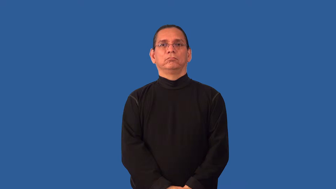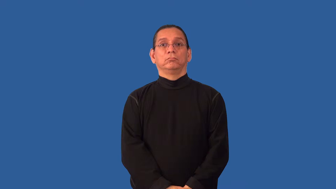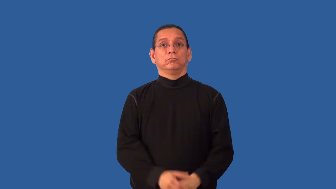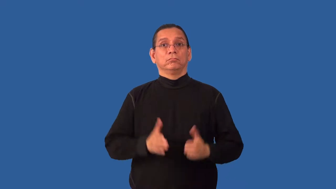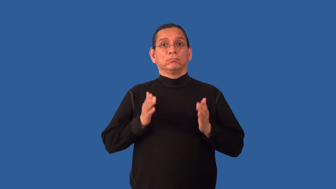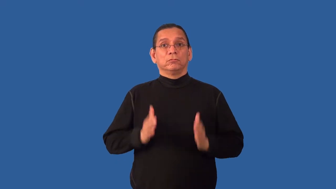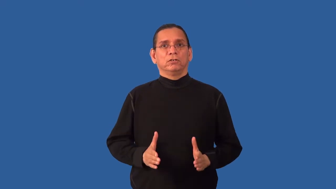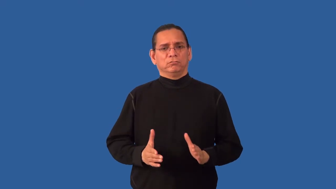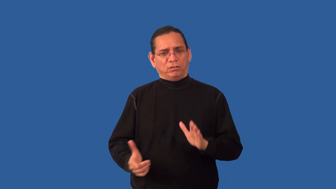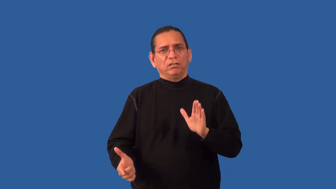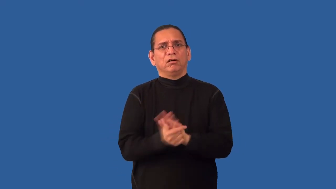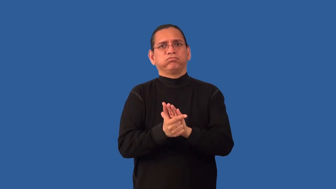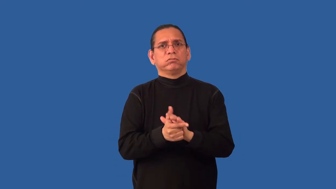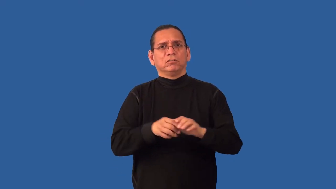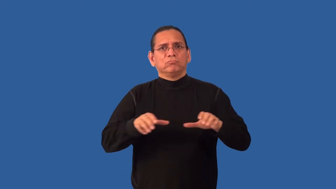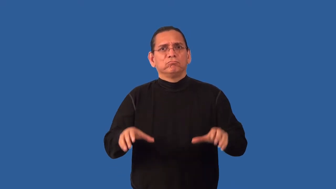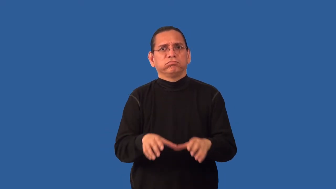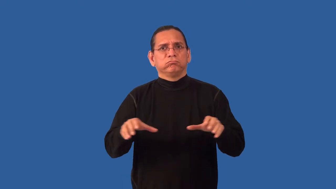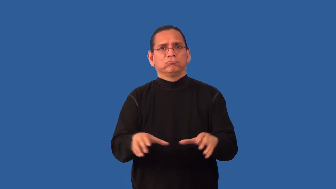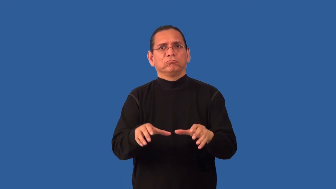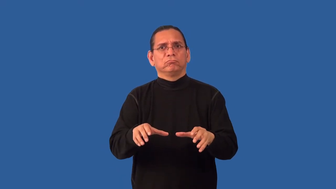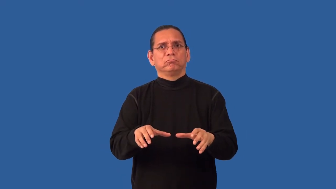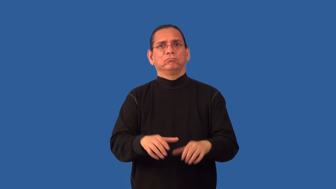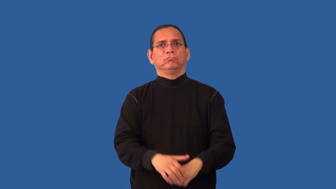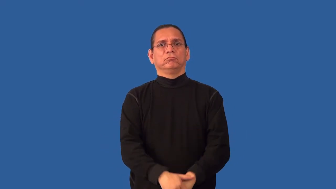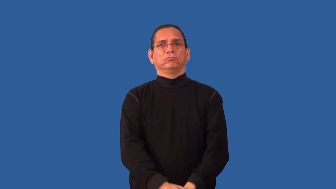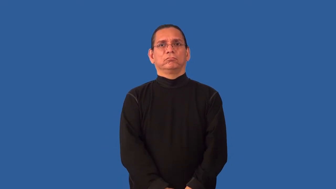miscreant